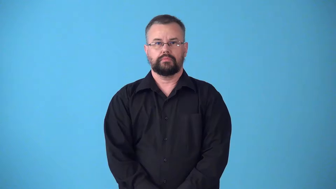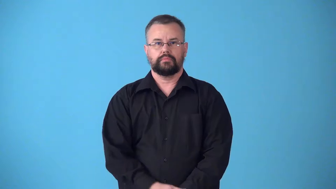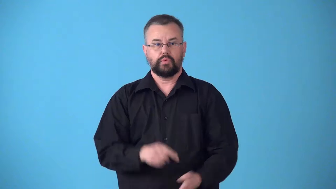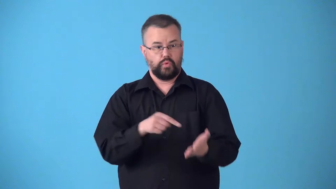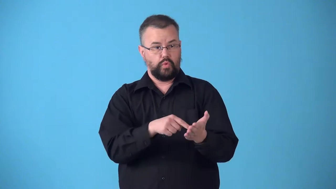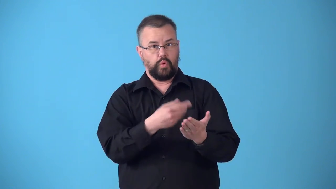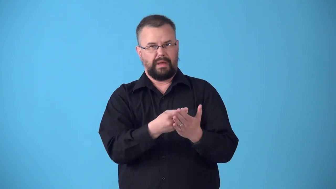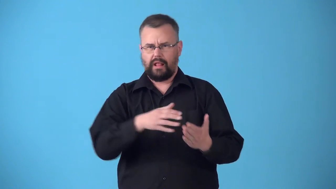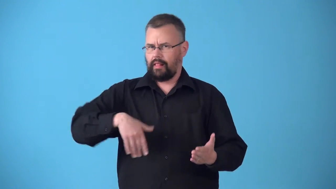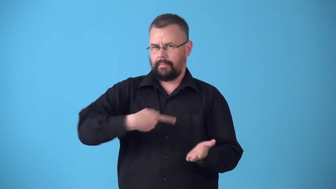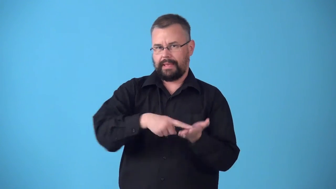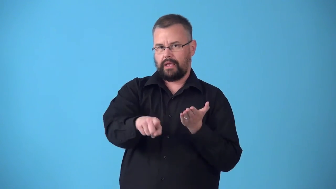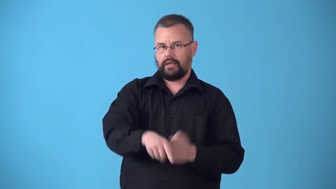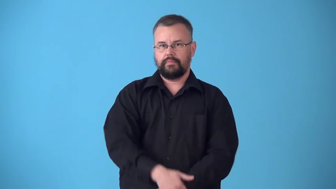stiff-not pay money owed